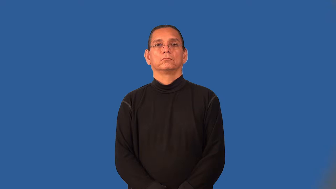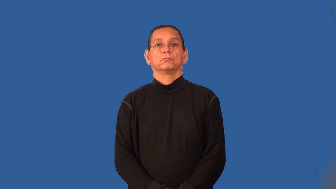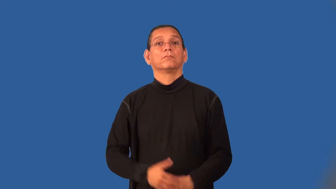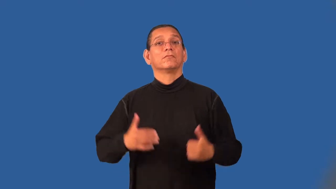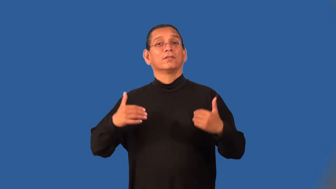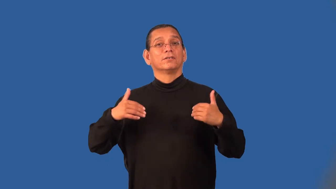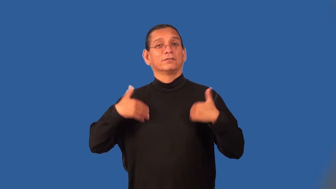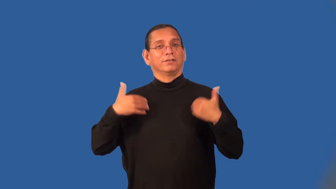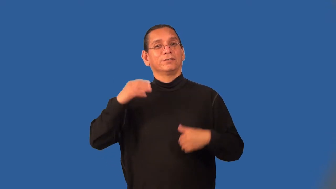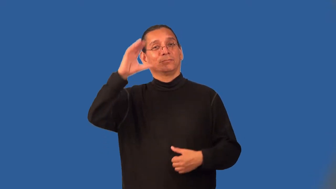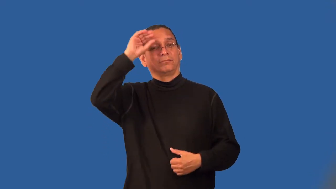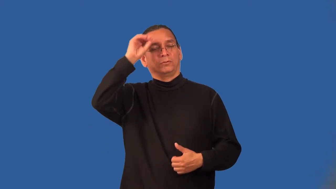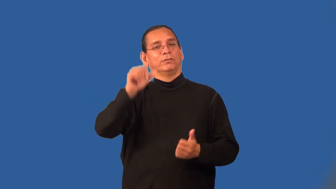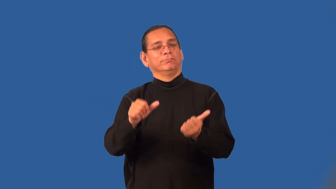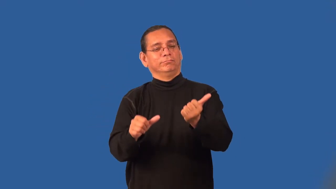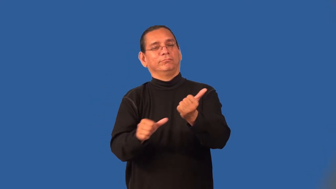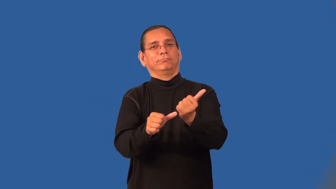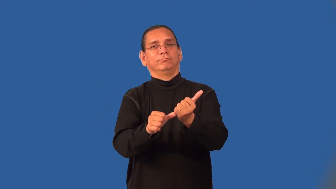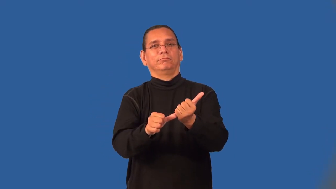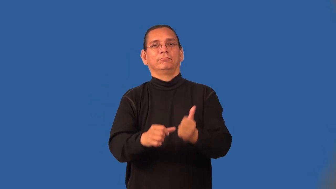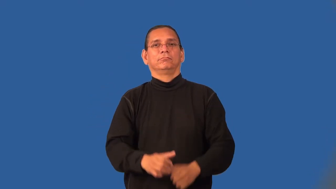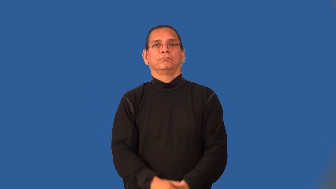pageboy